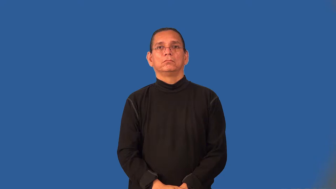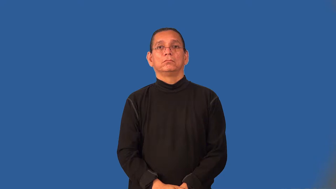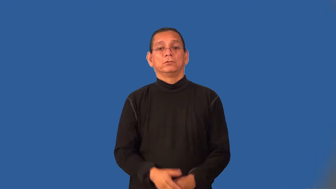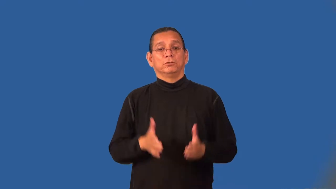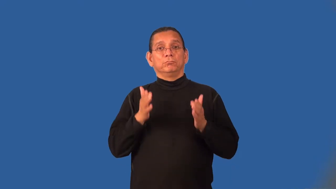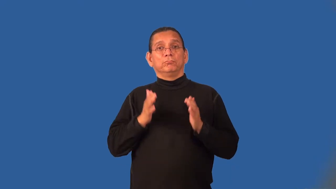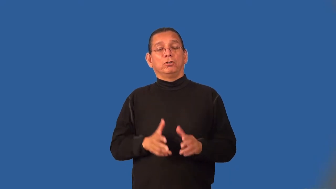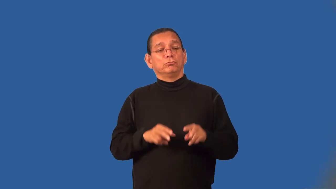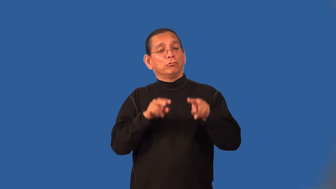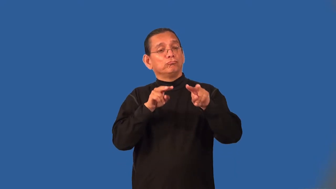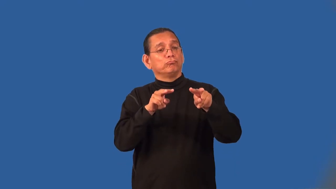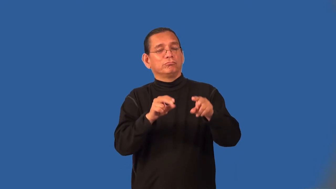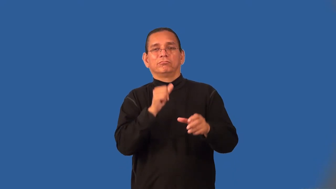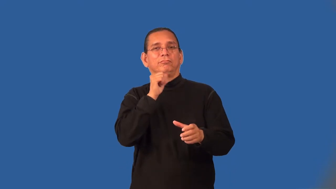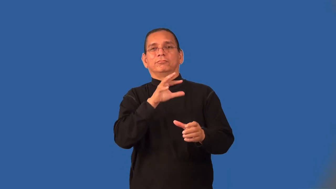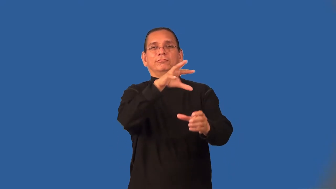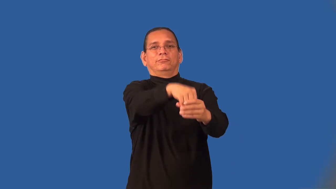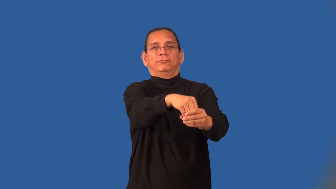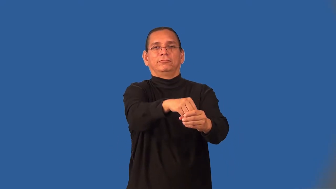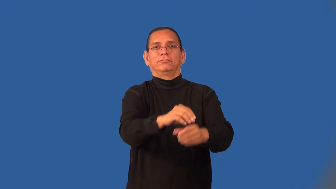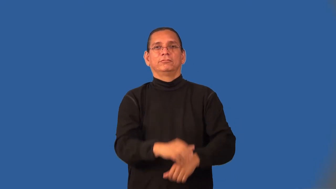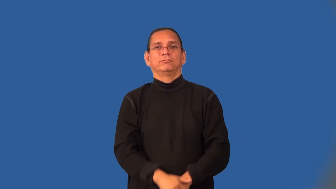onlooker